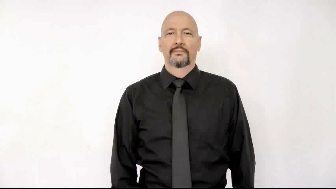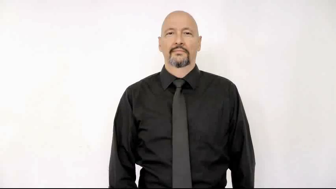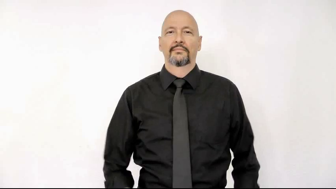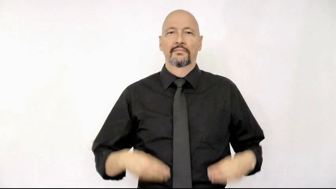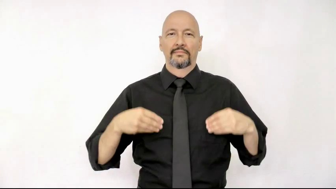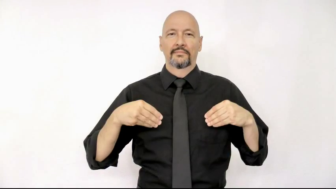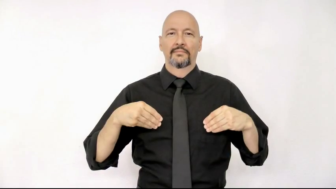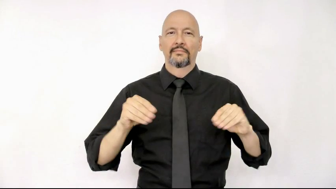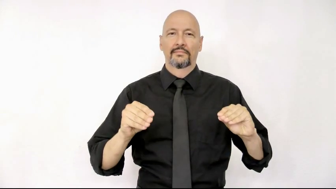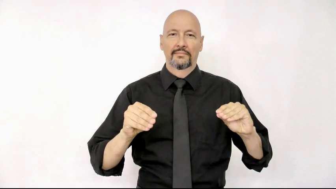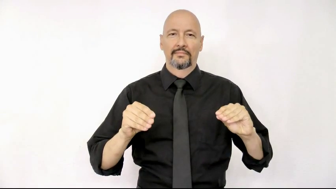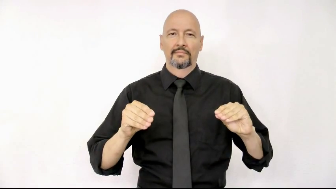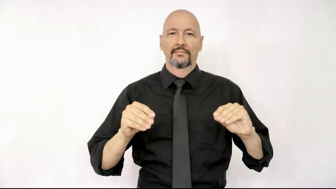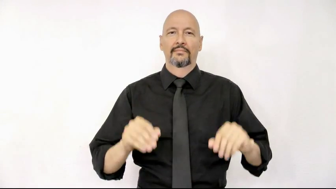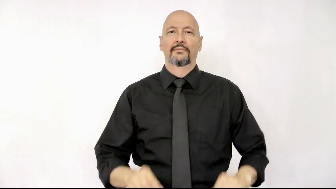sell version